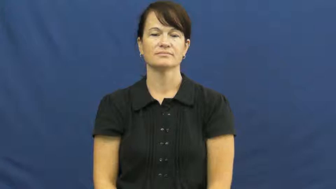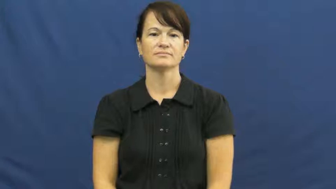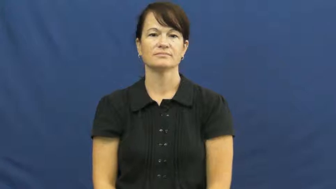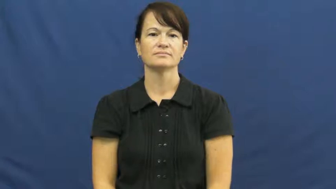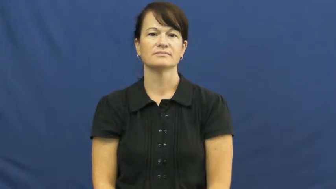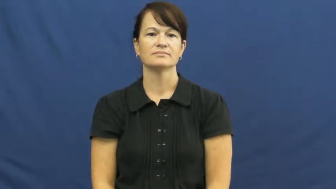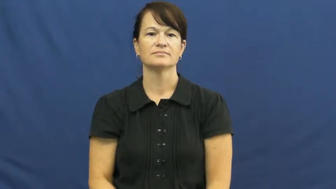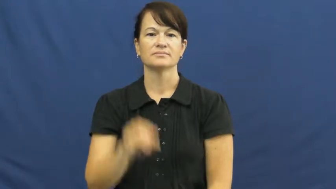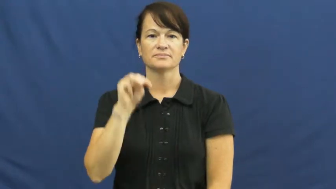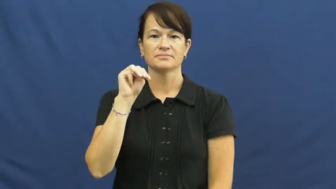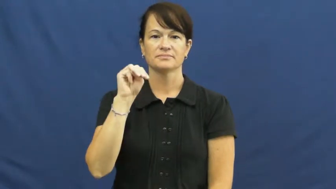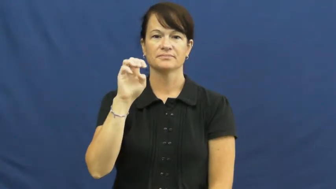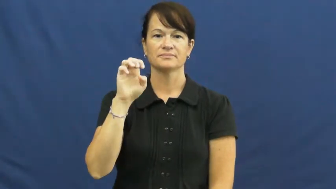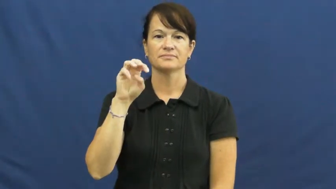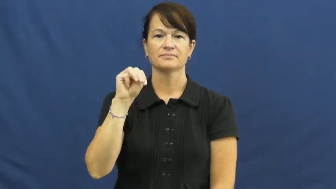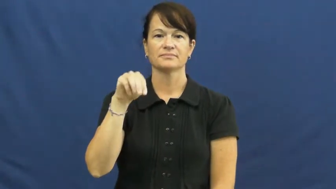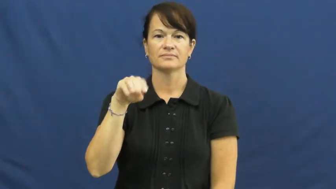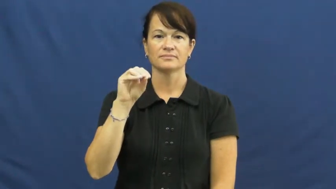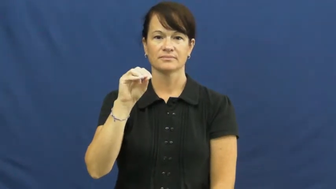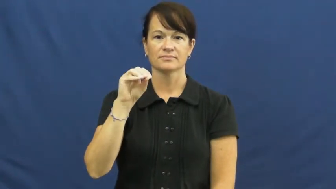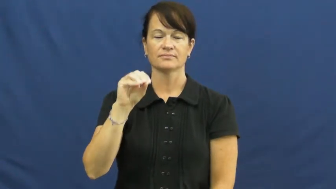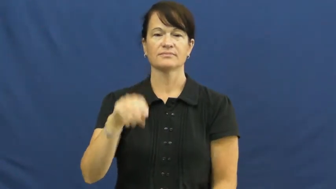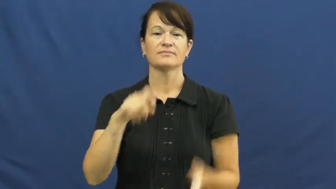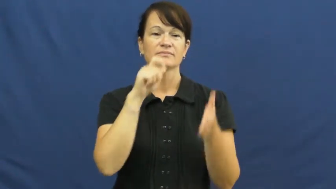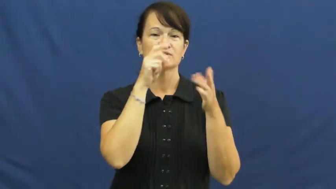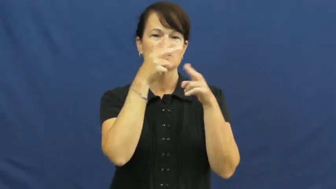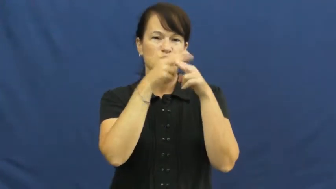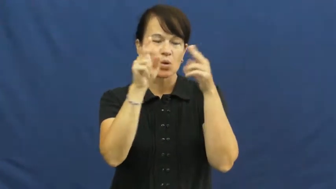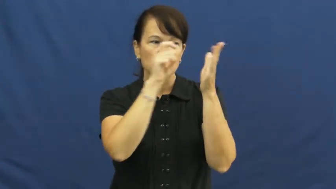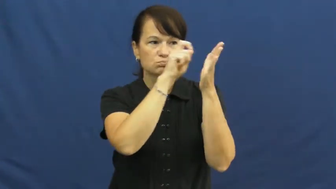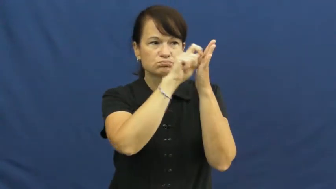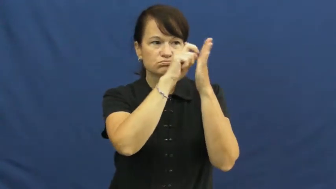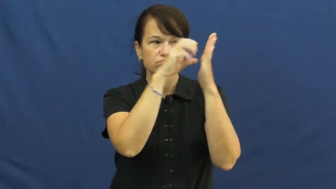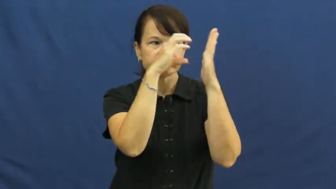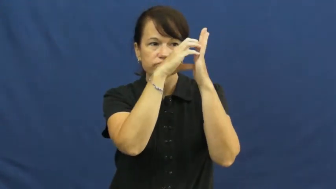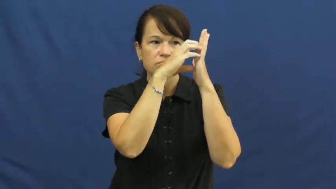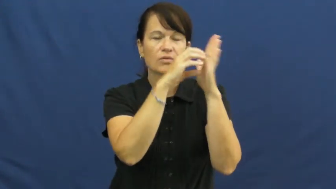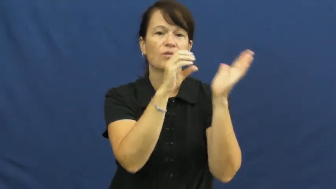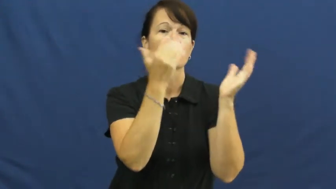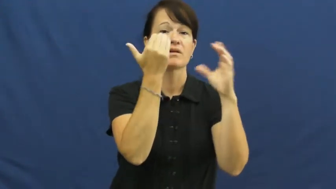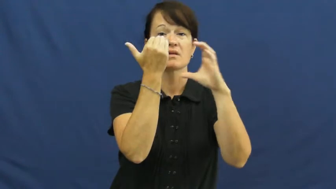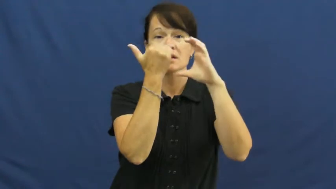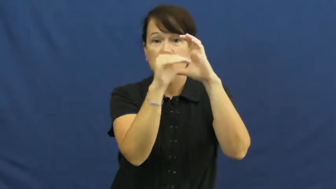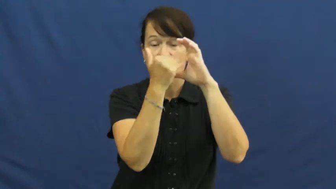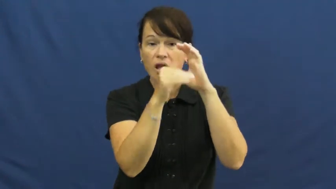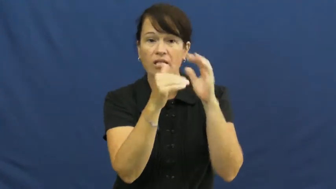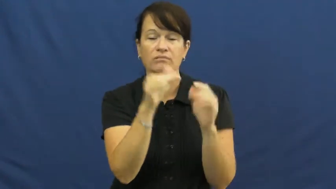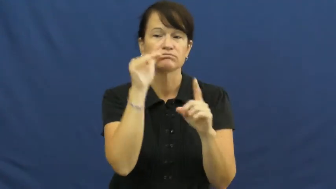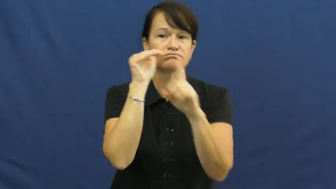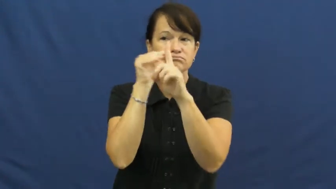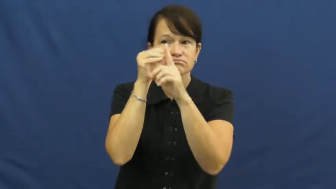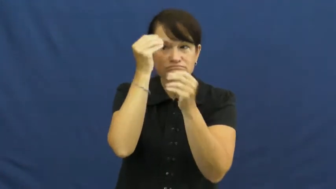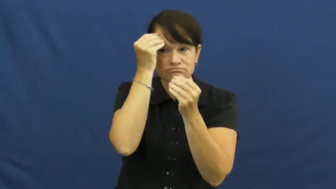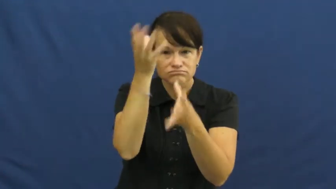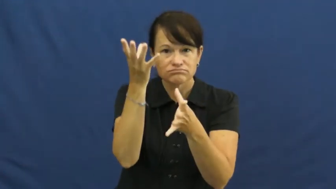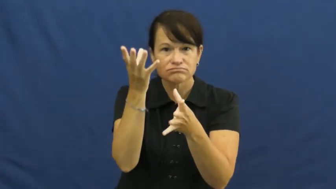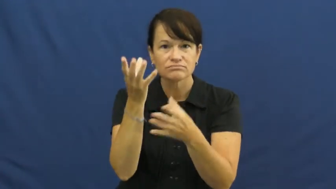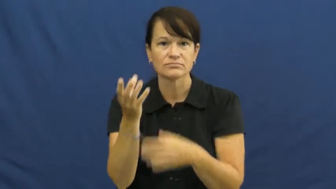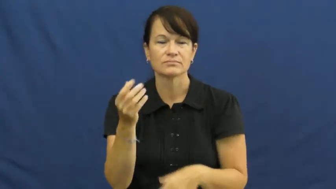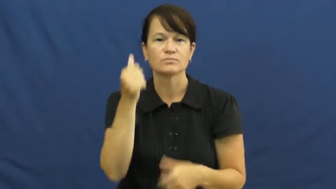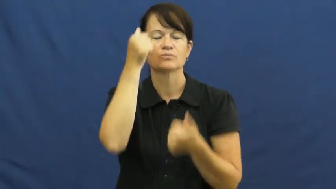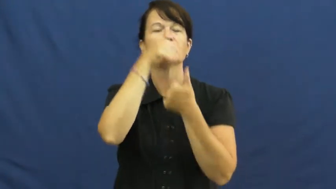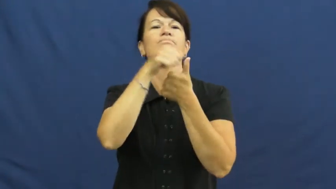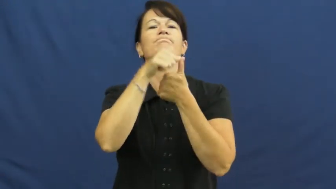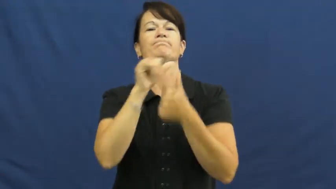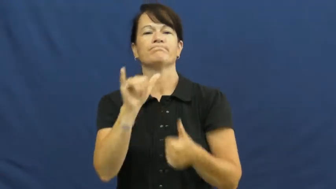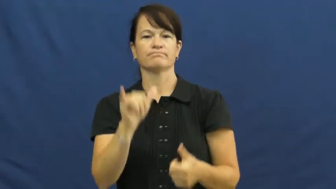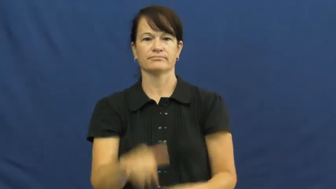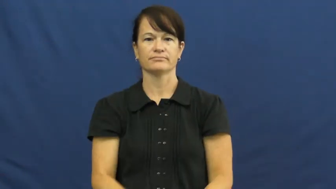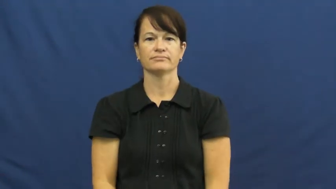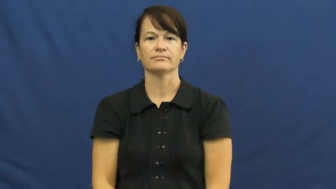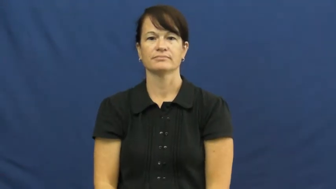memo